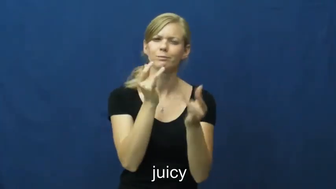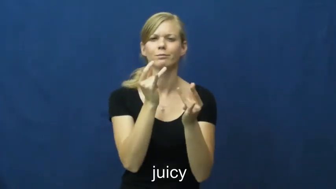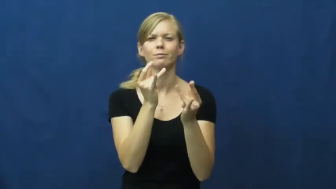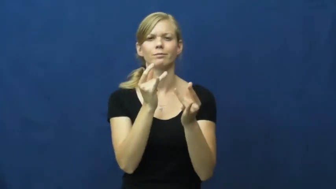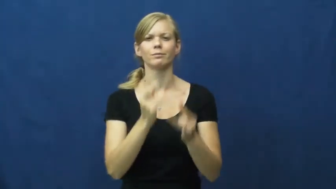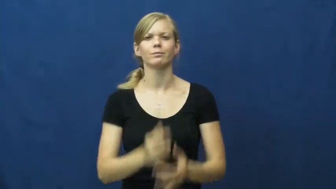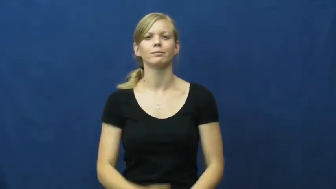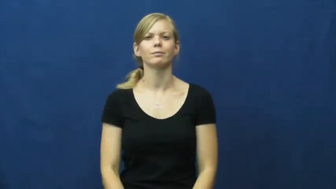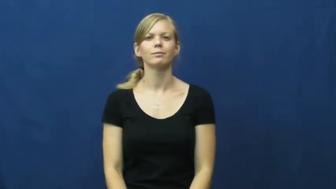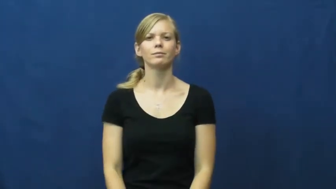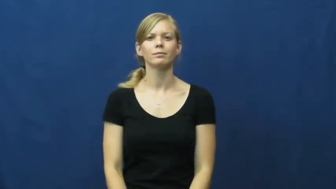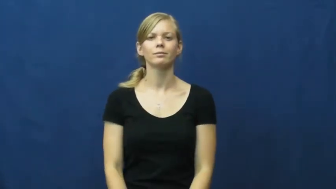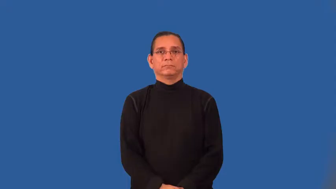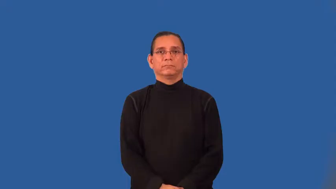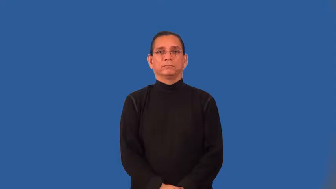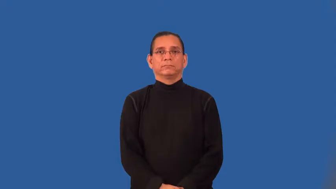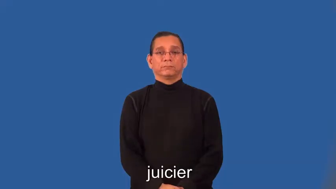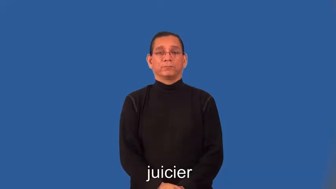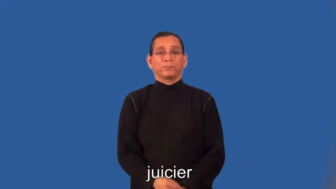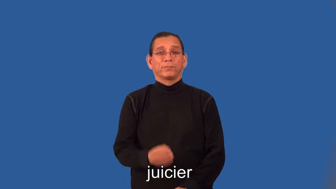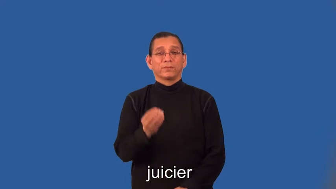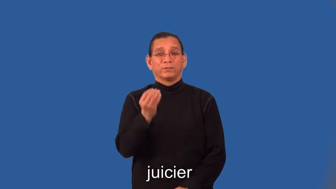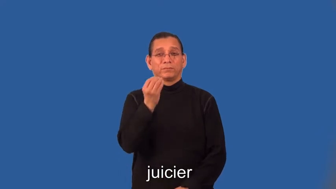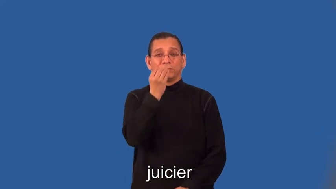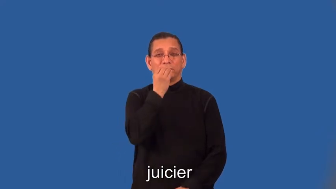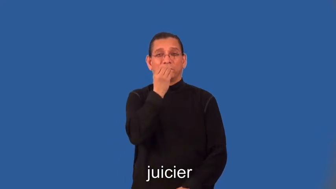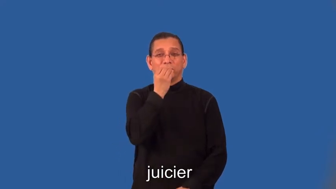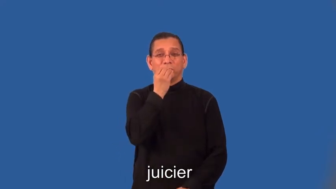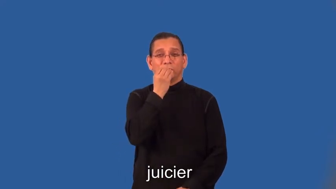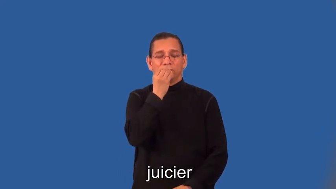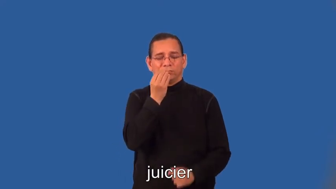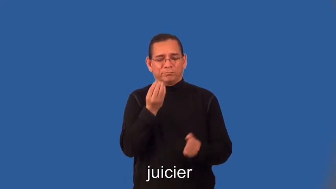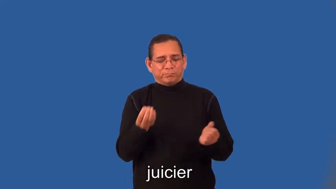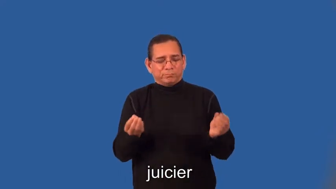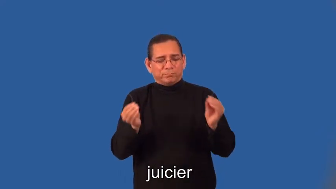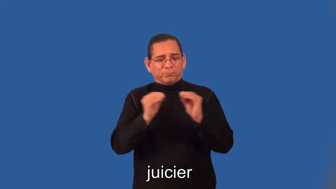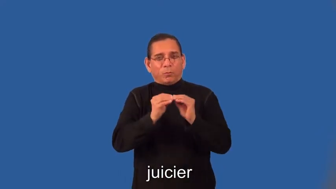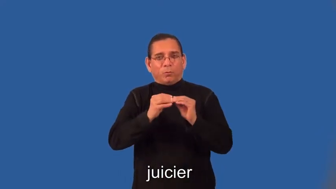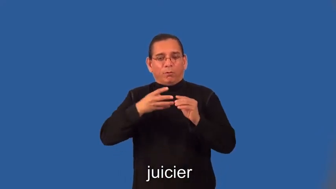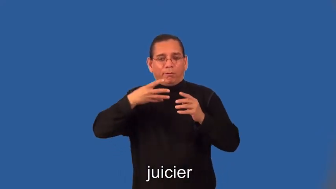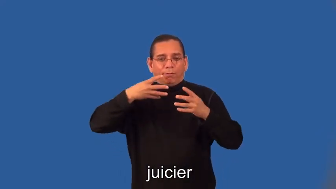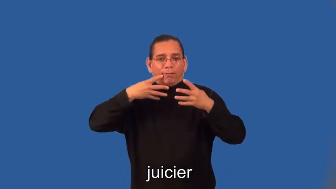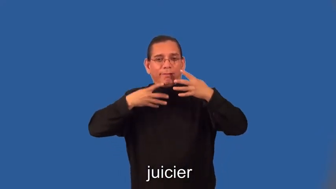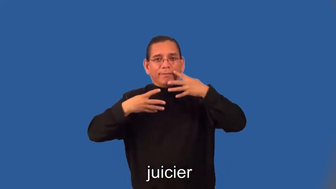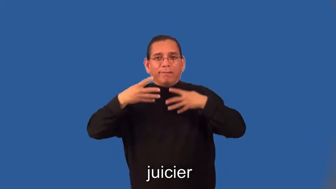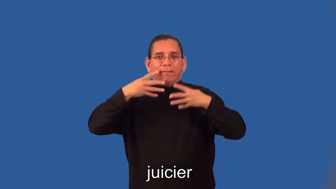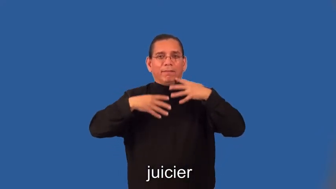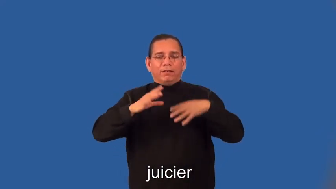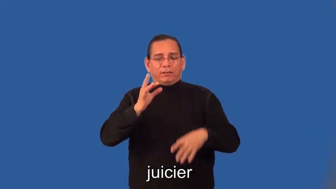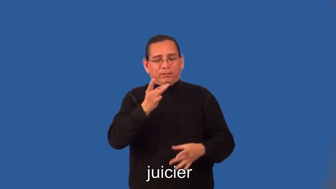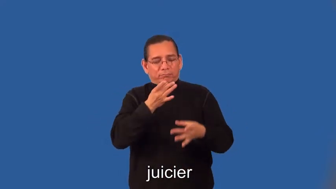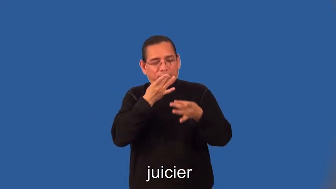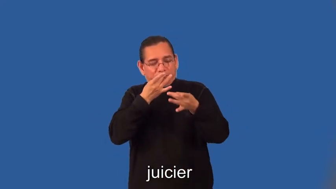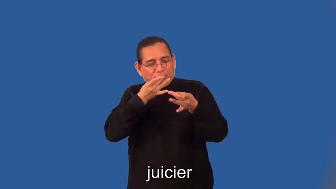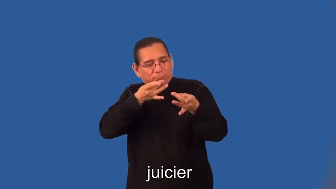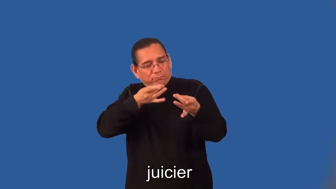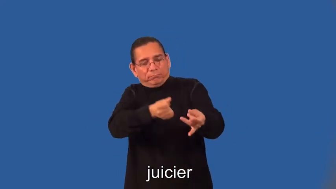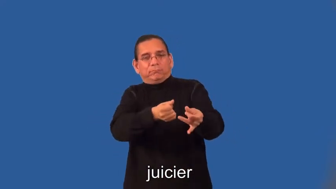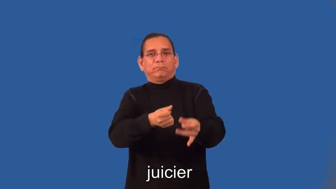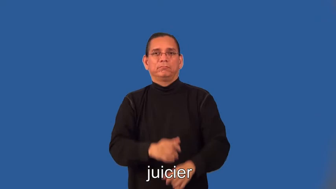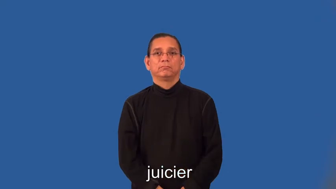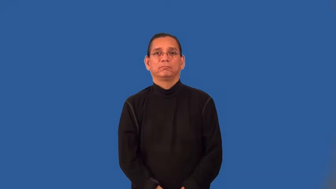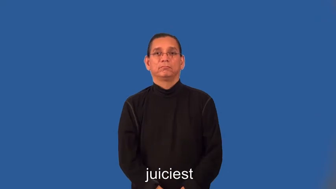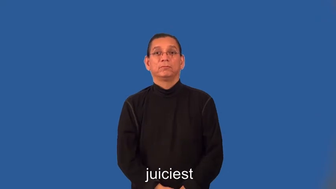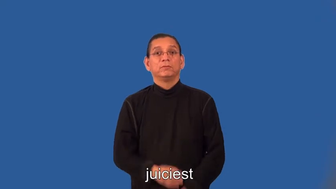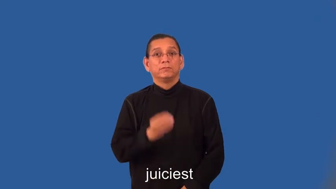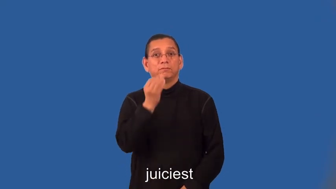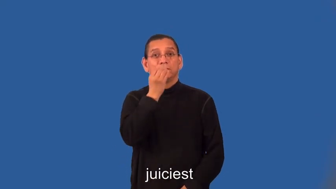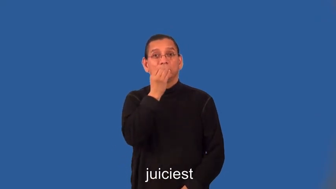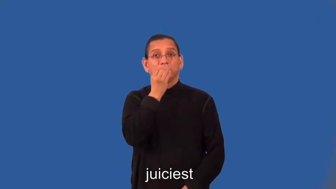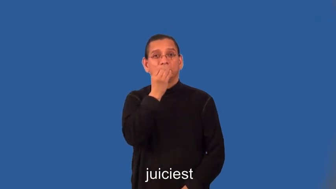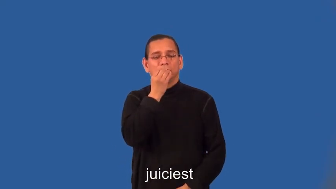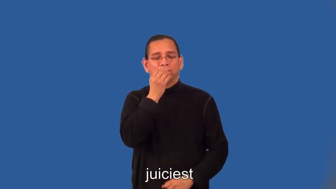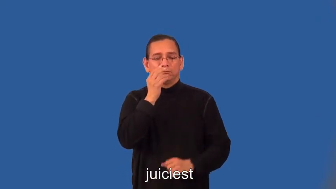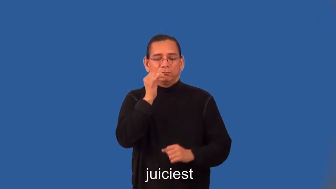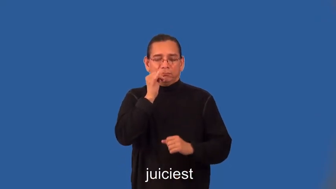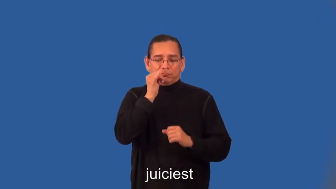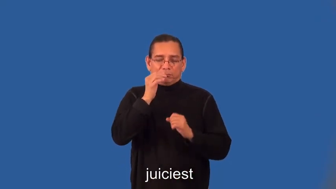juicier,juiciest